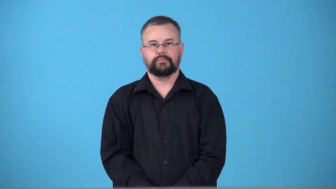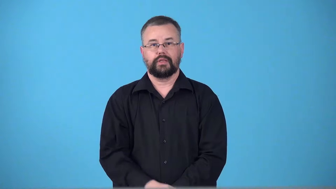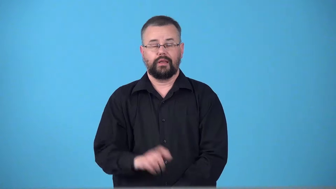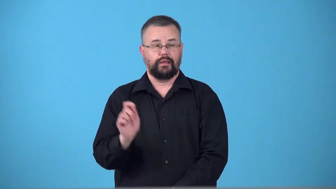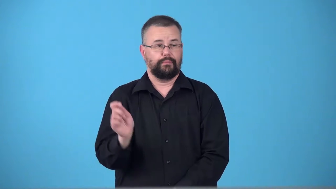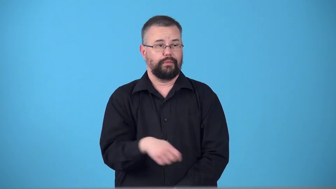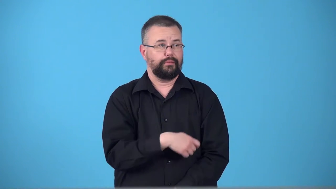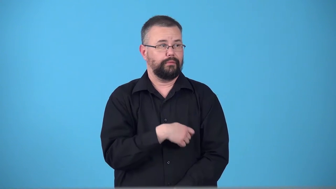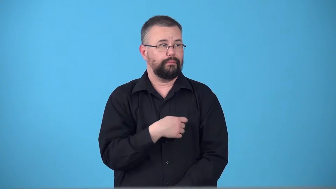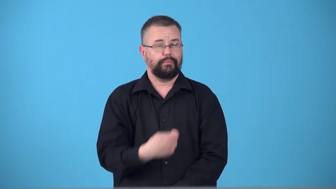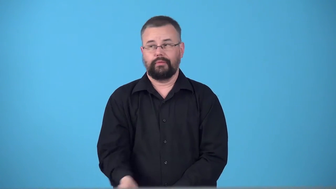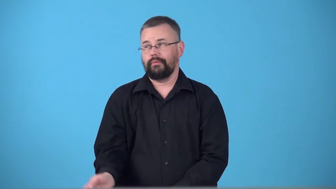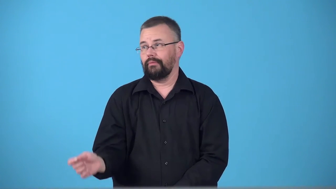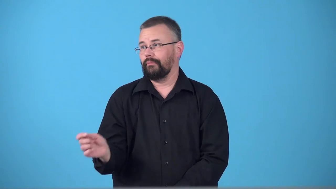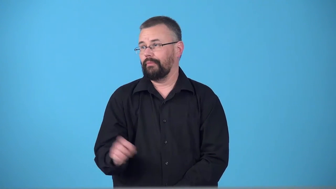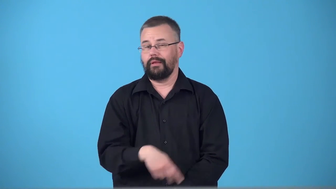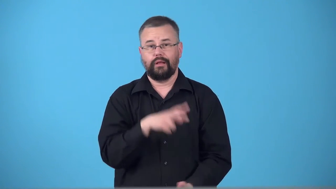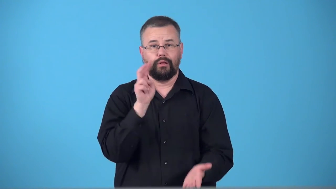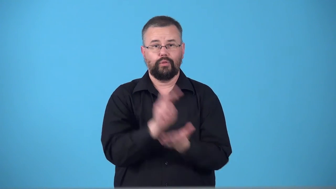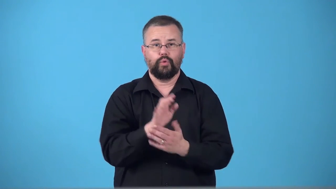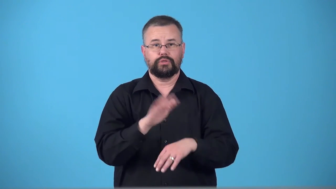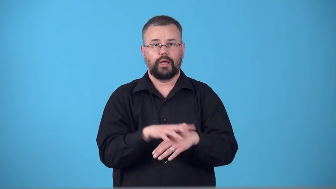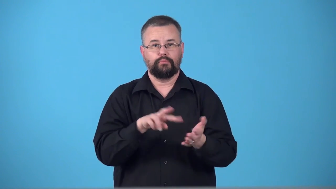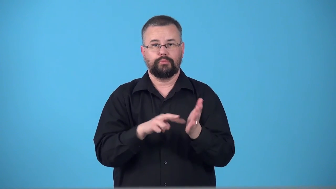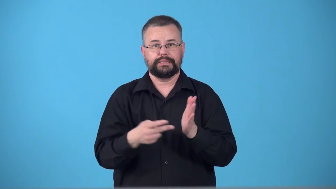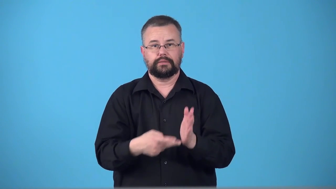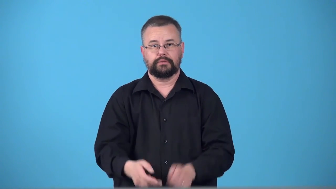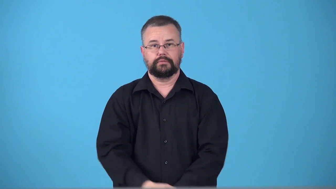tank-match